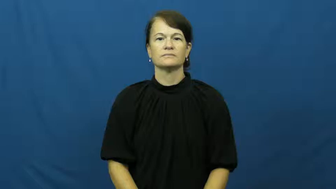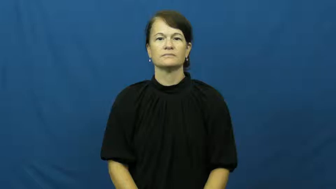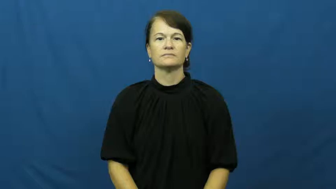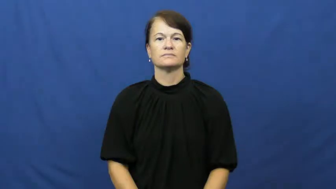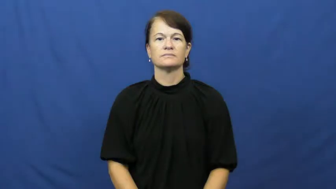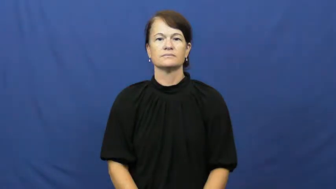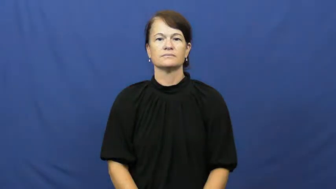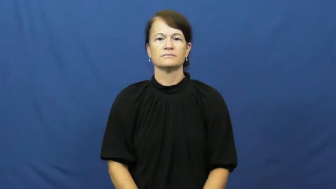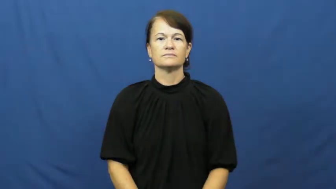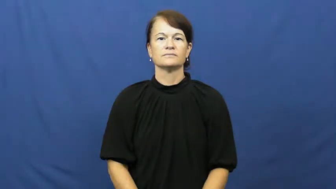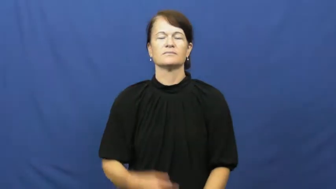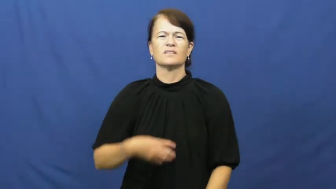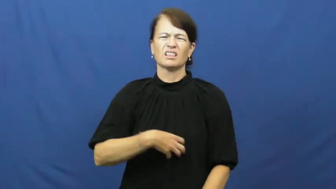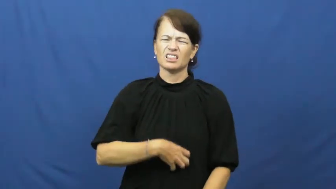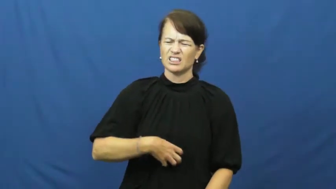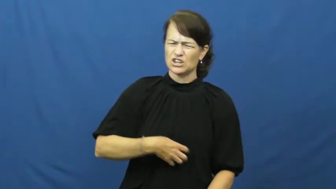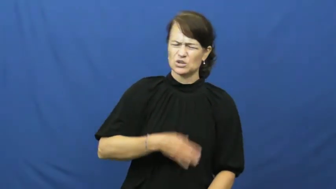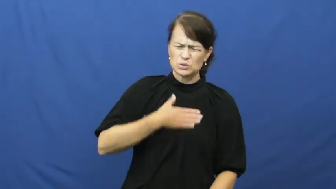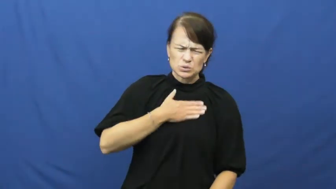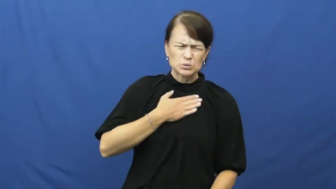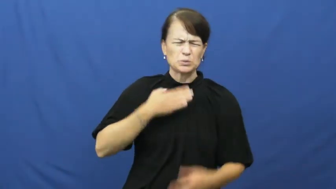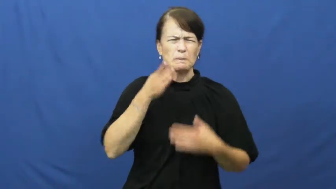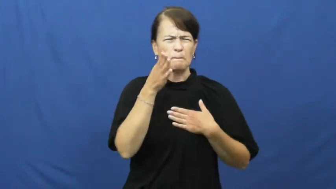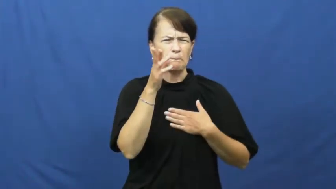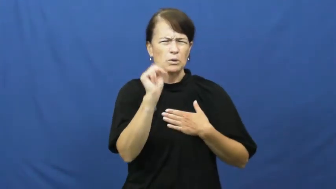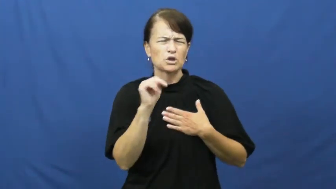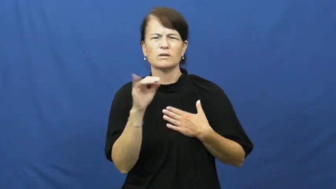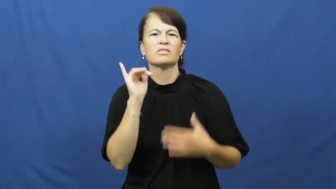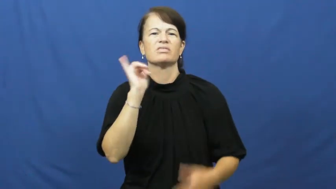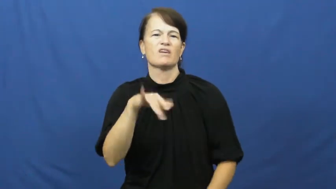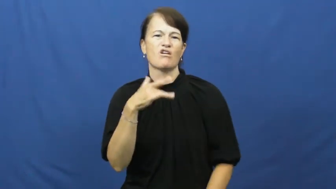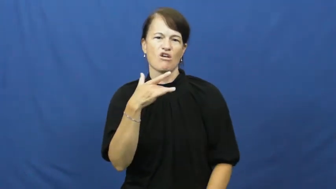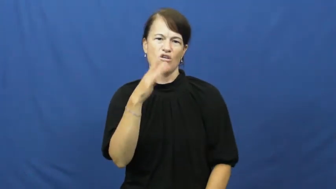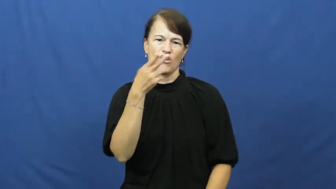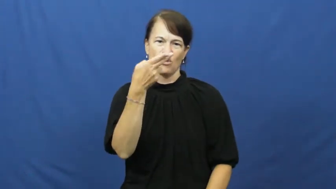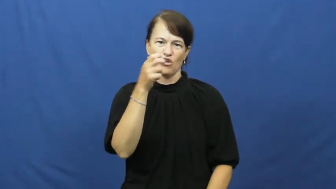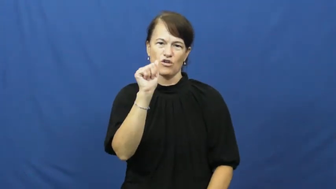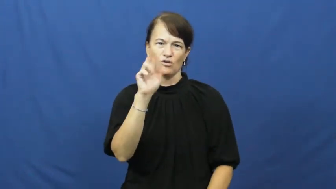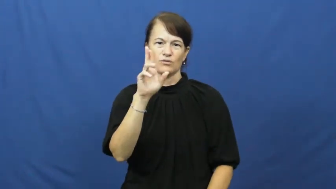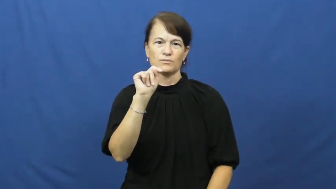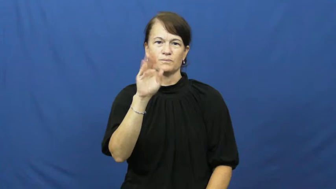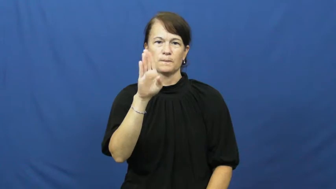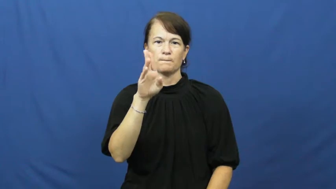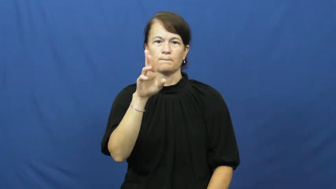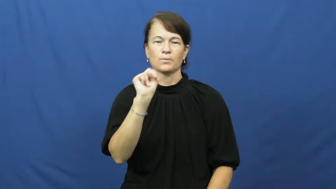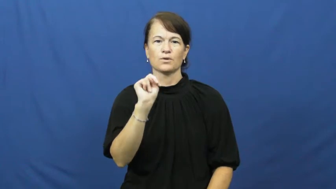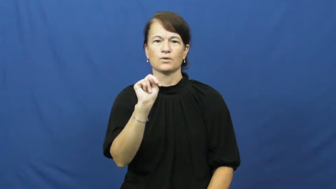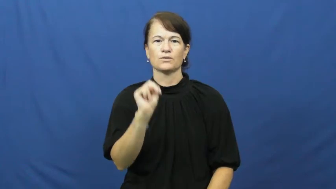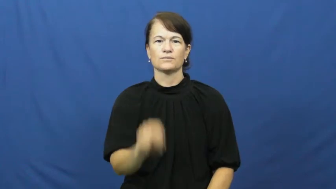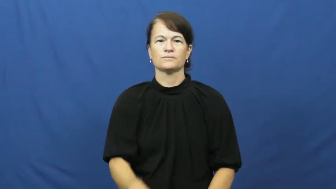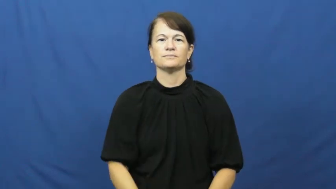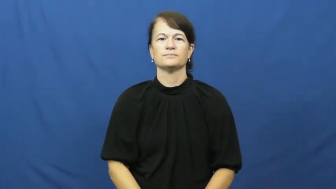heartburn